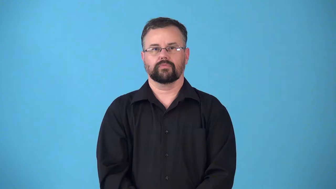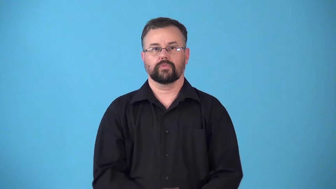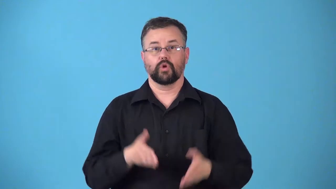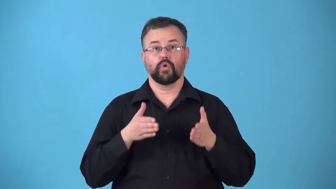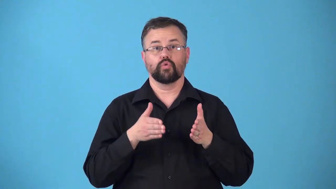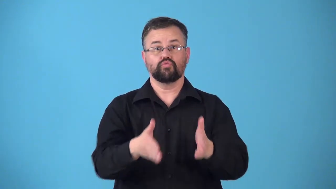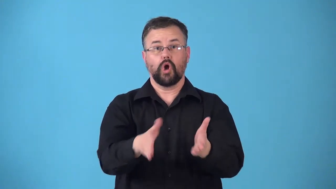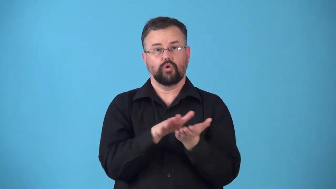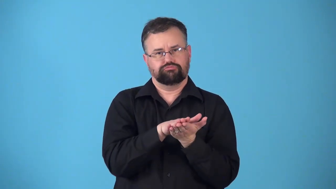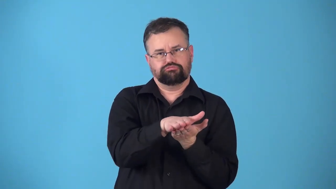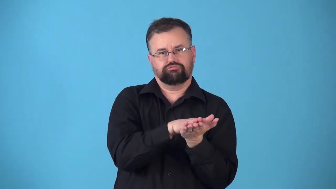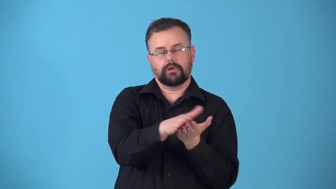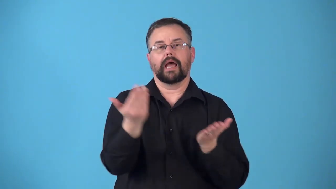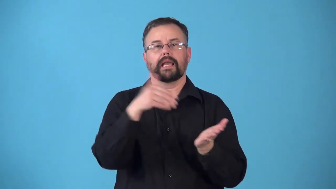repave